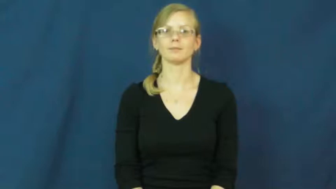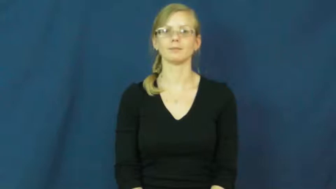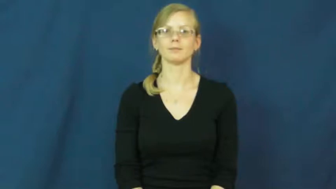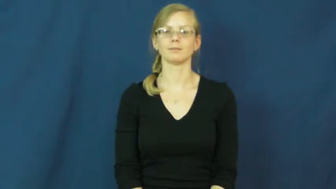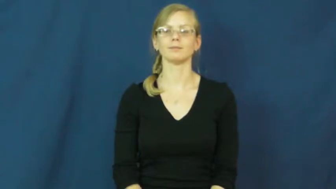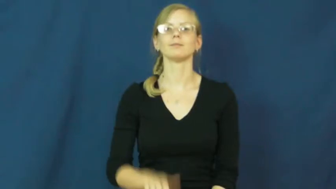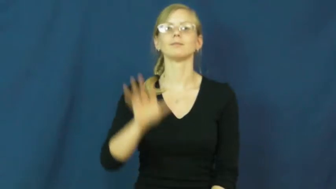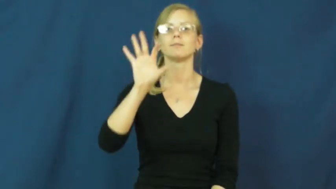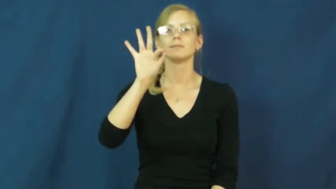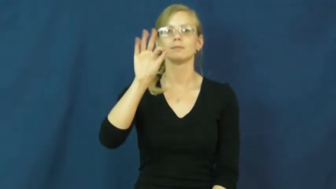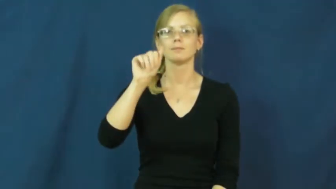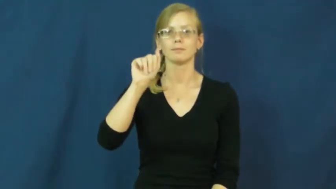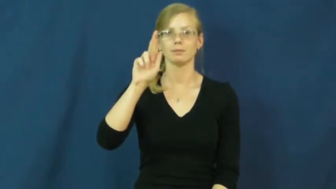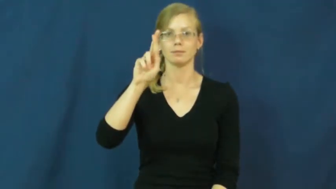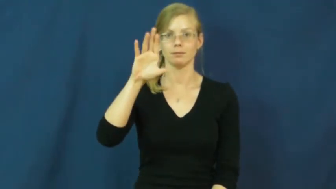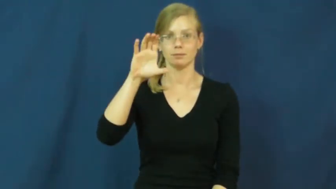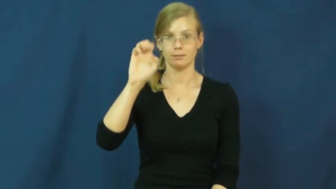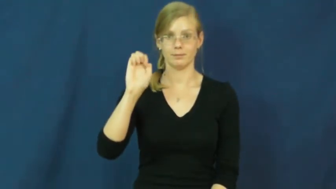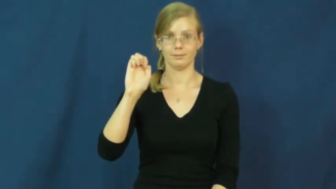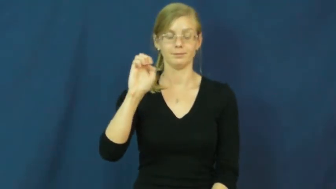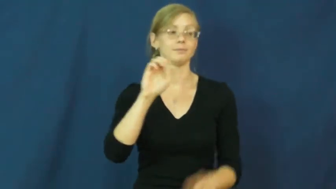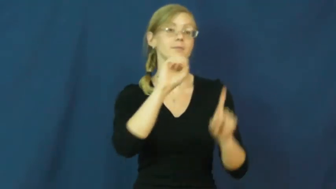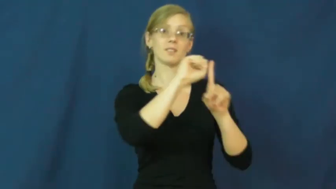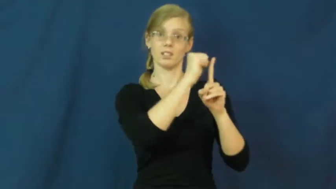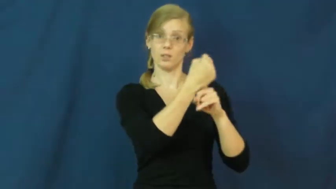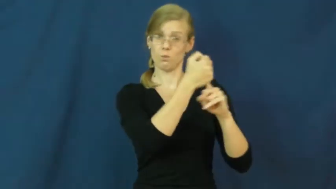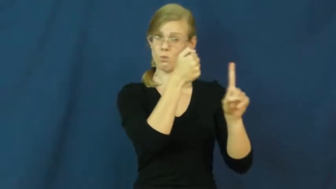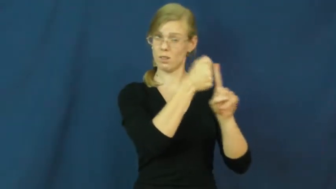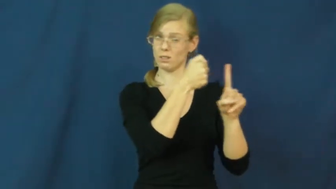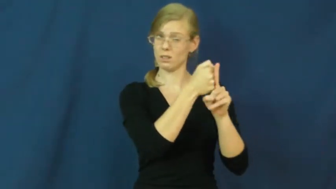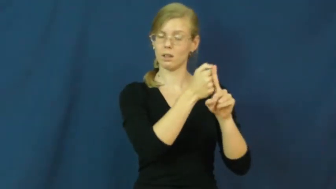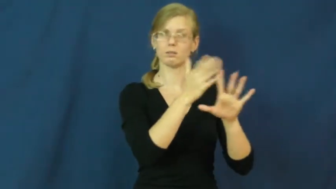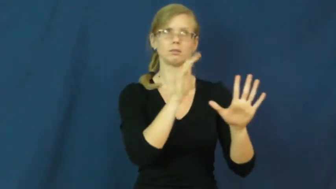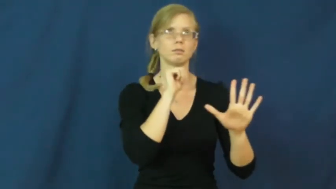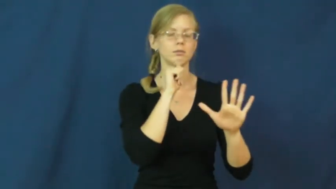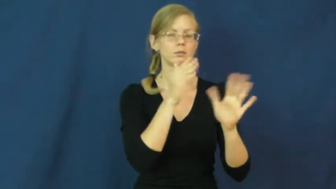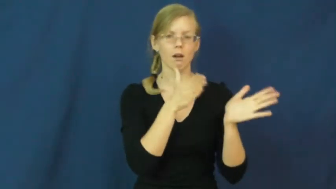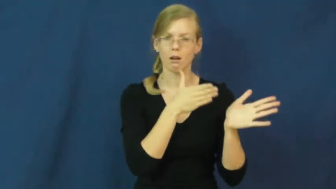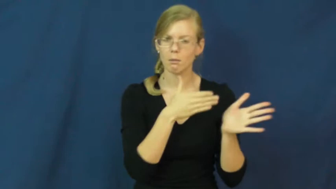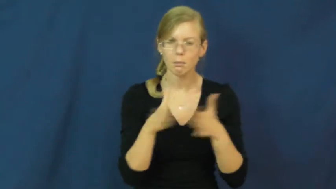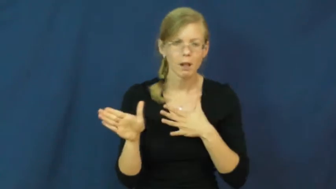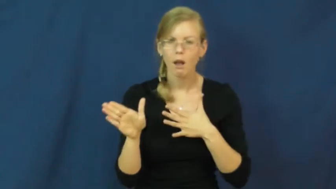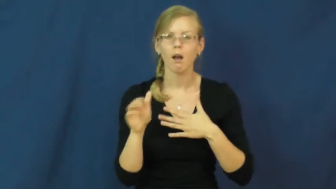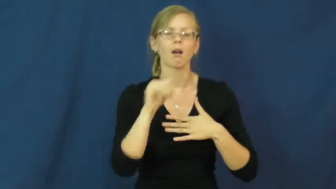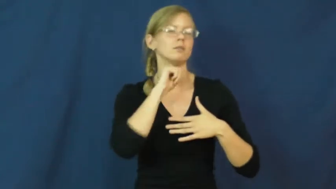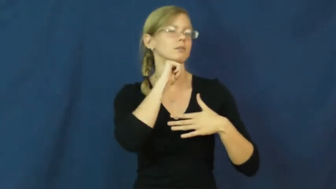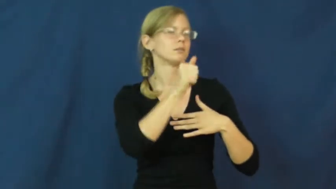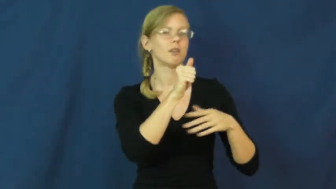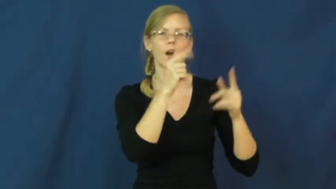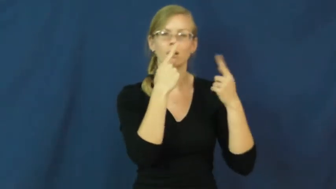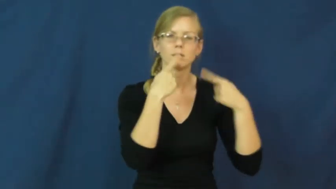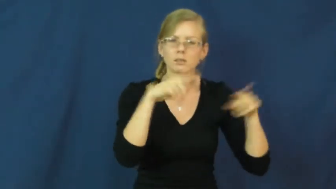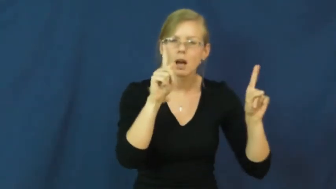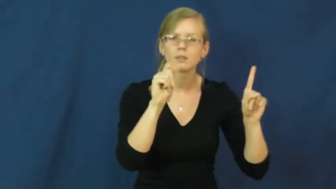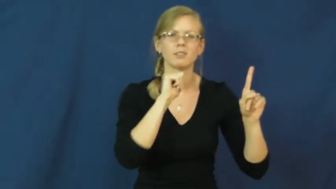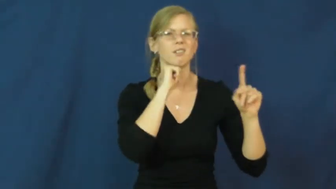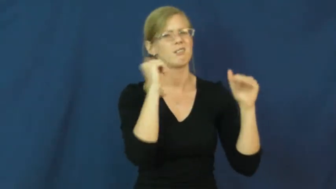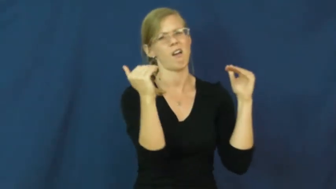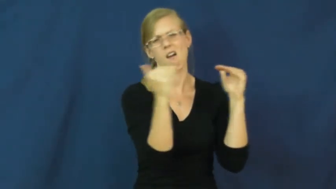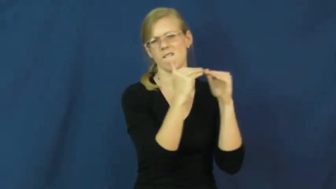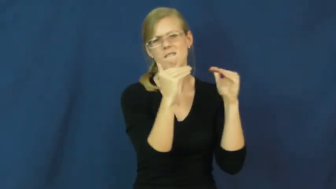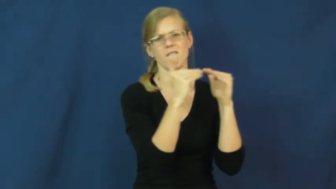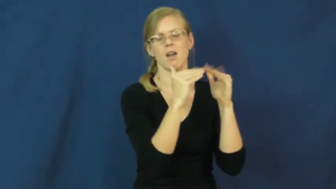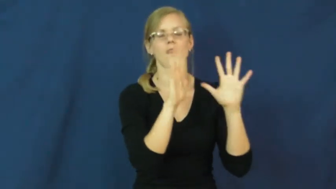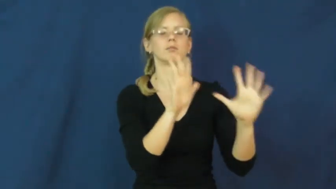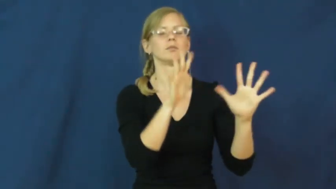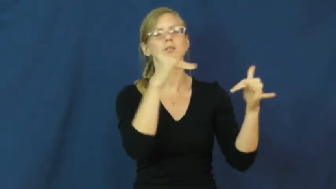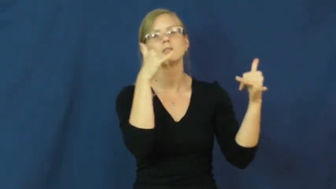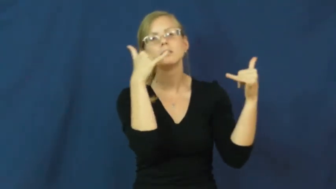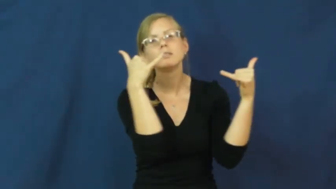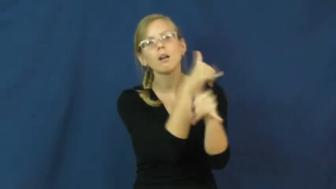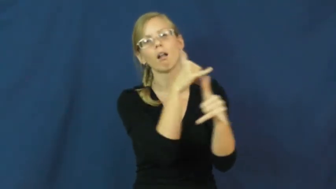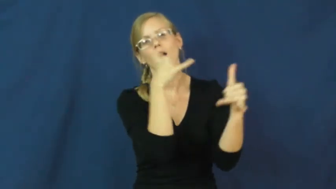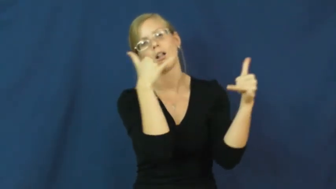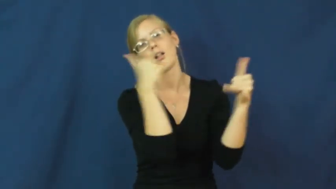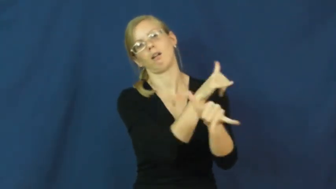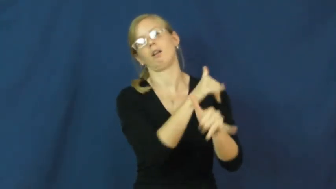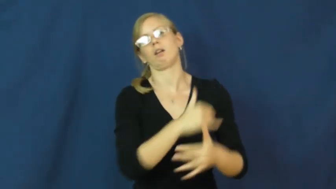farce